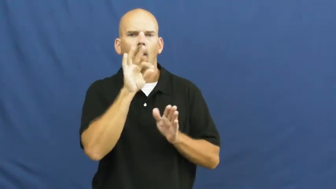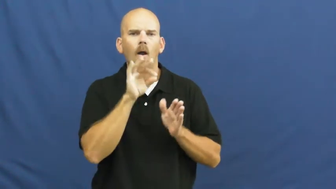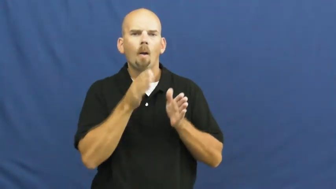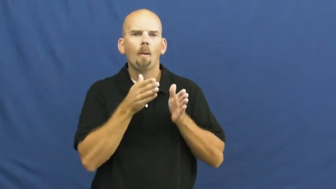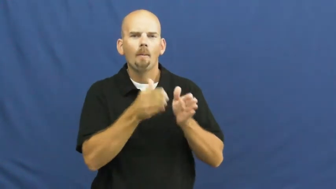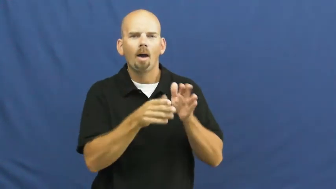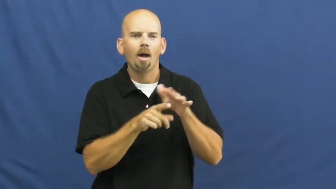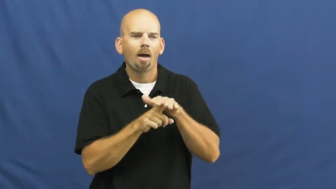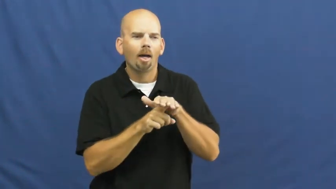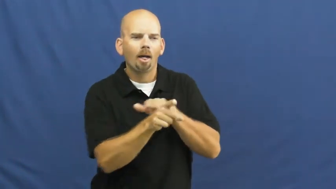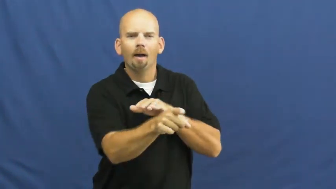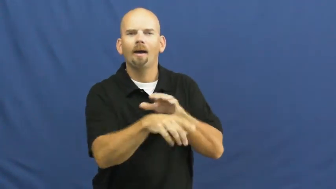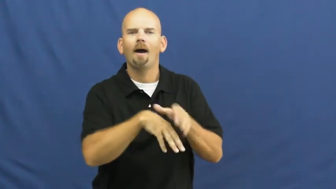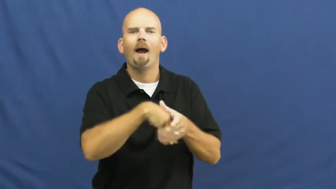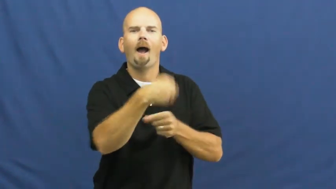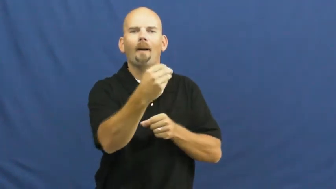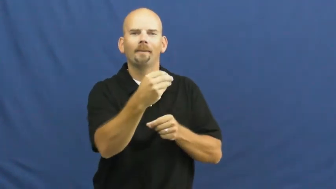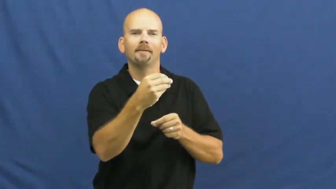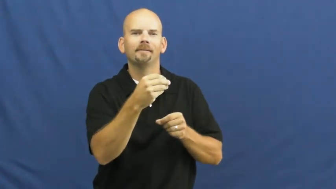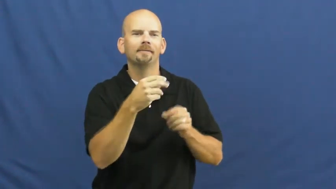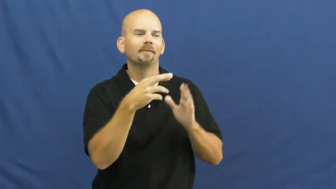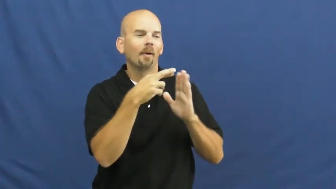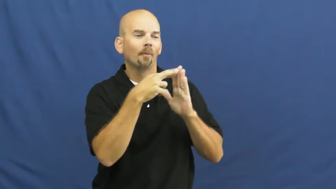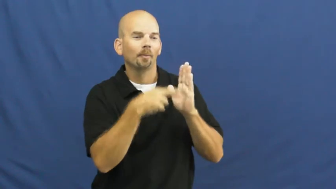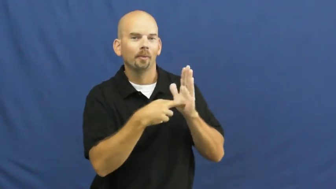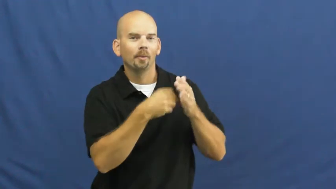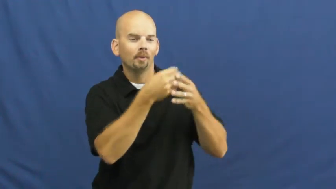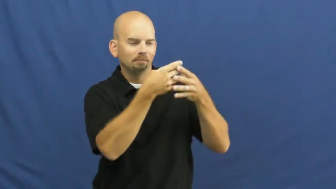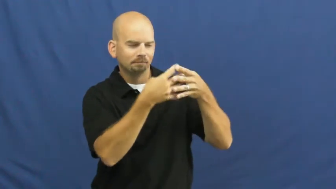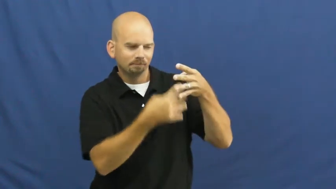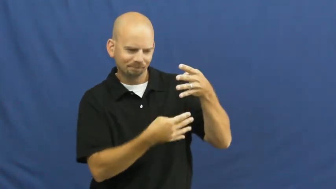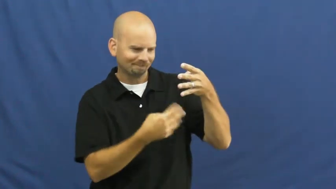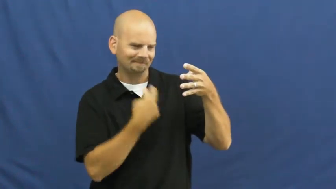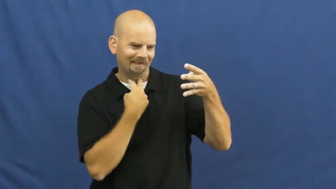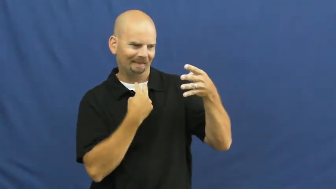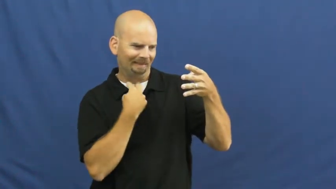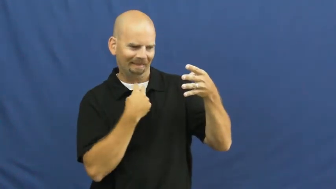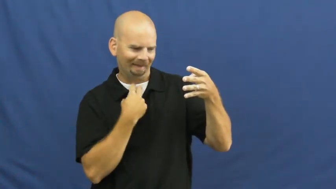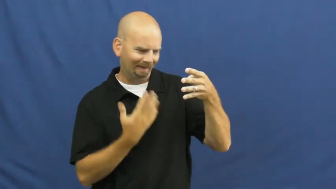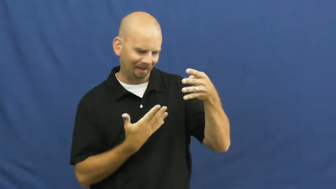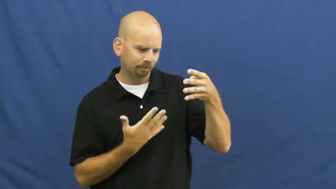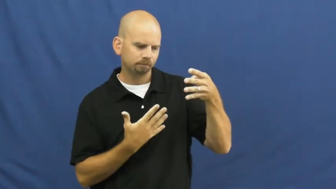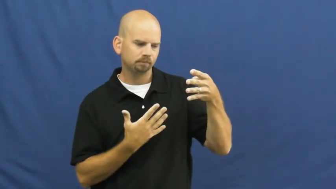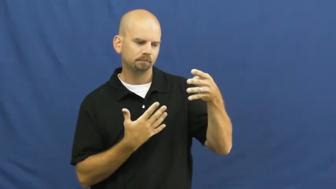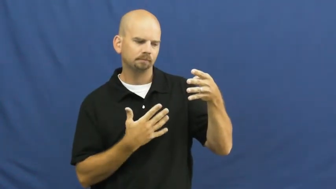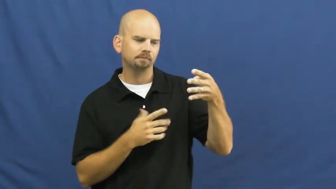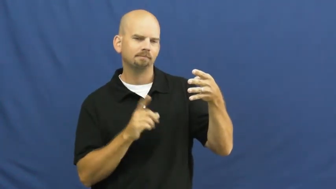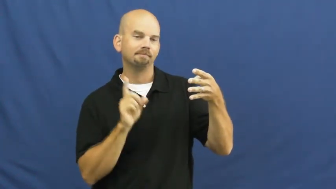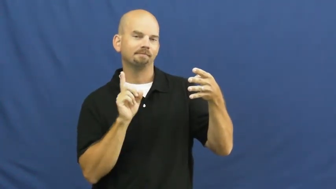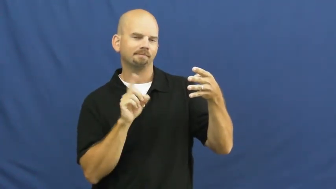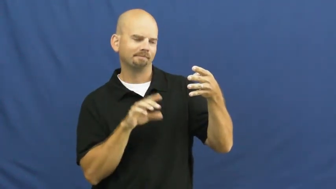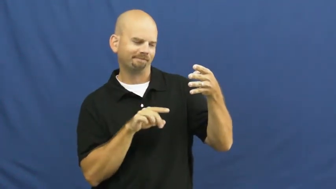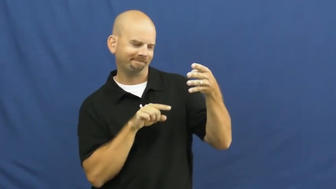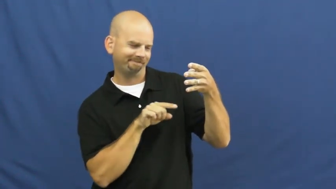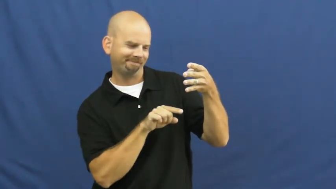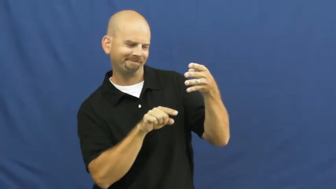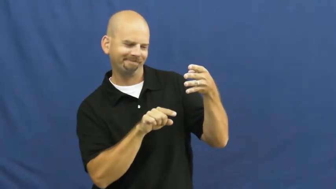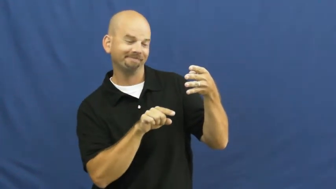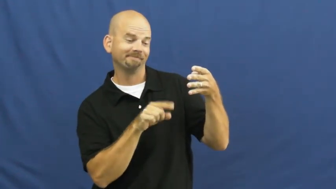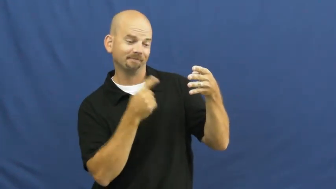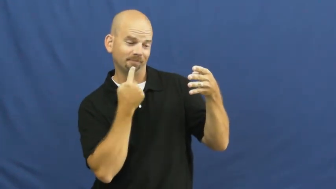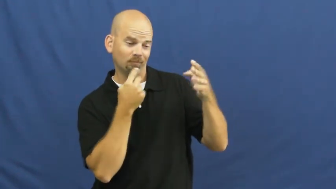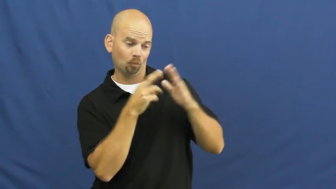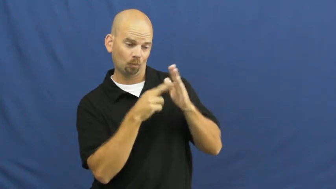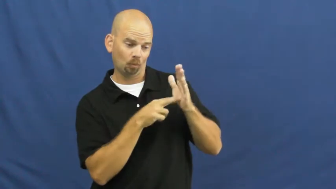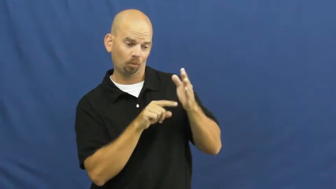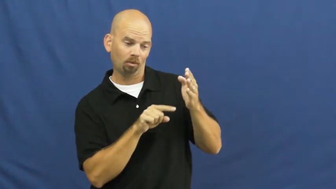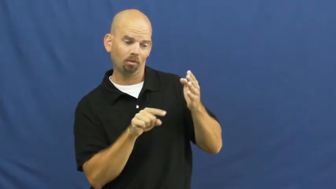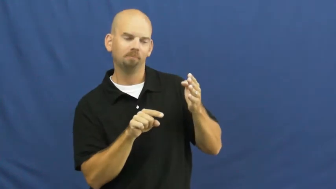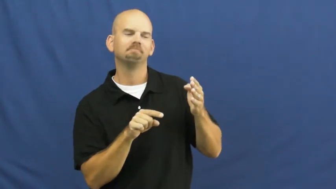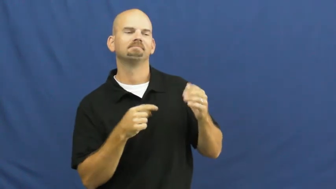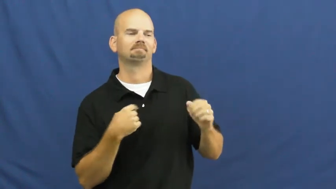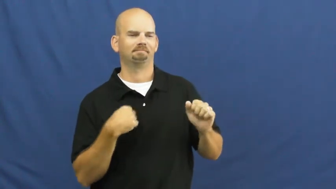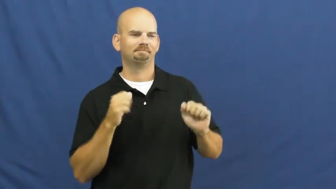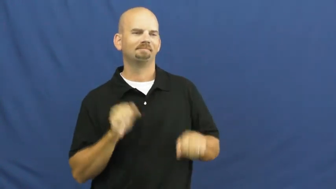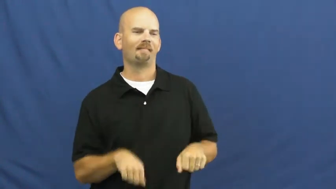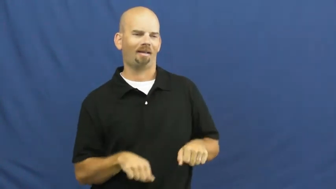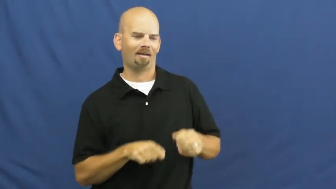loophole